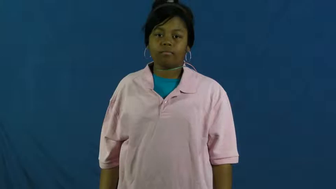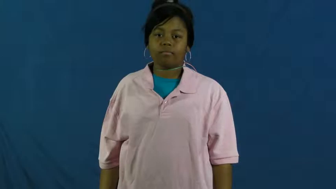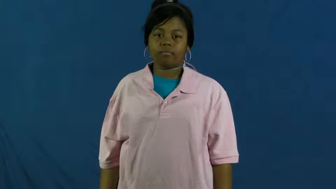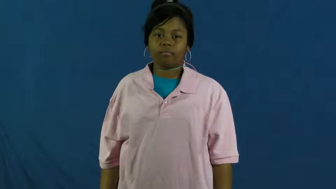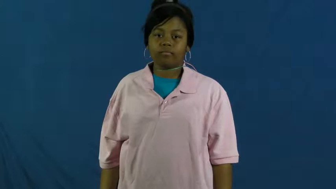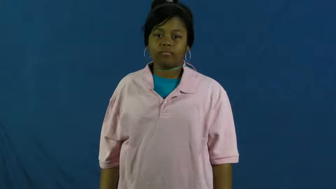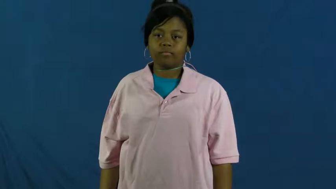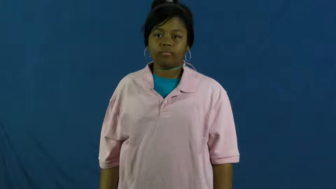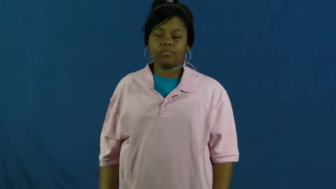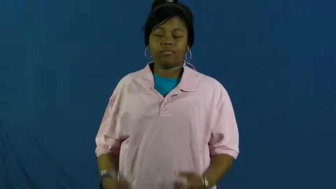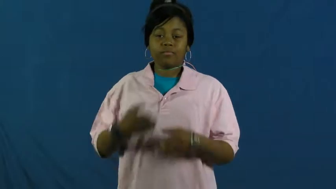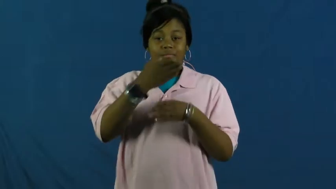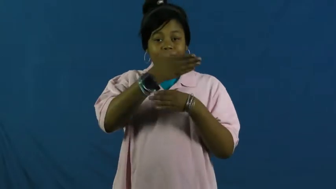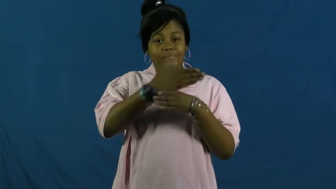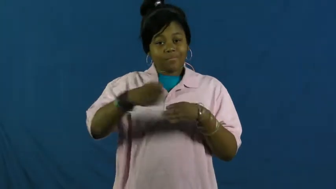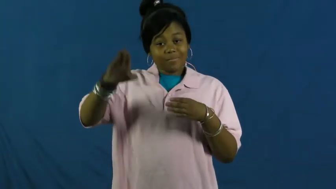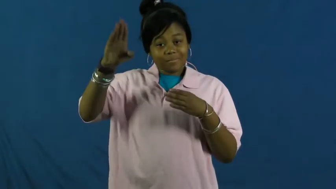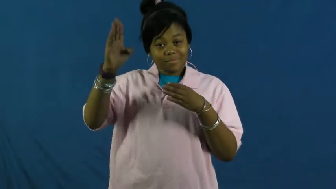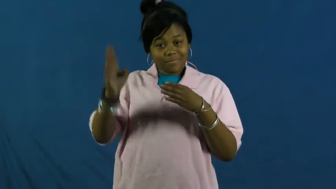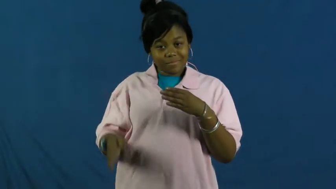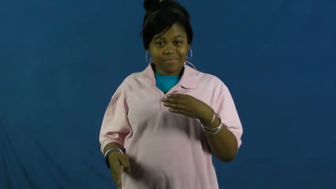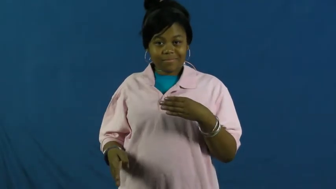terminate-end